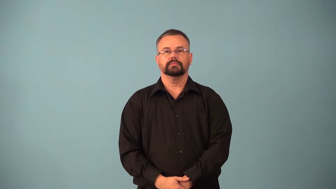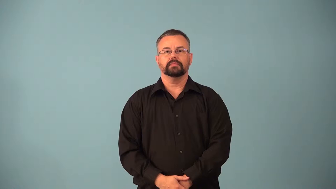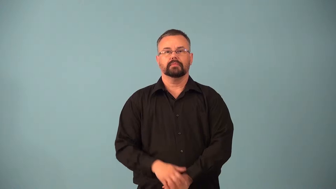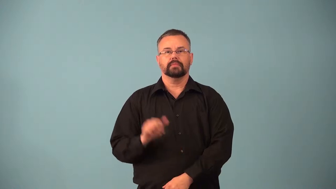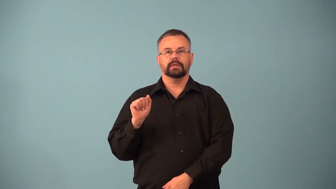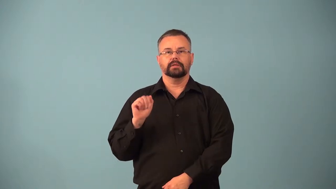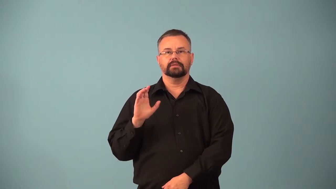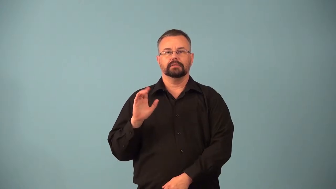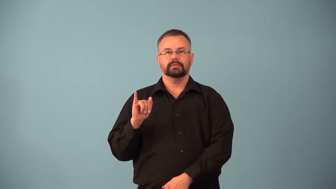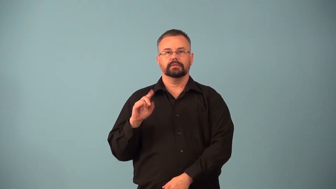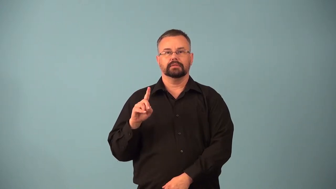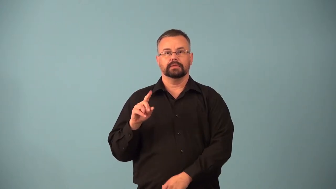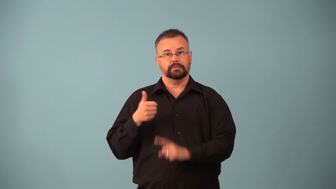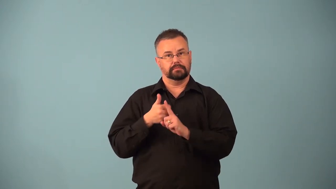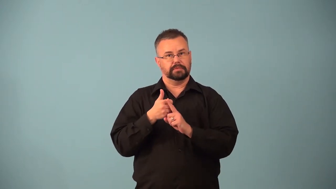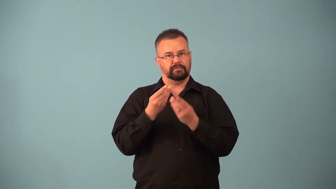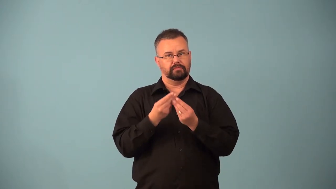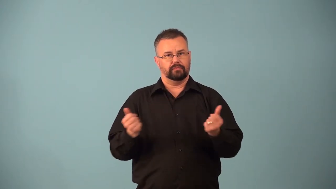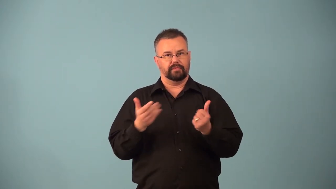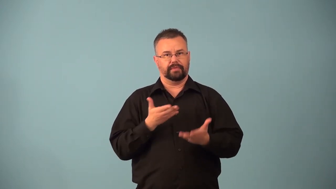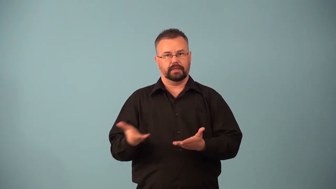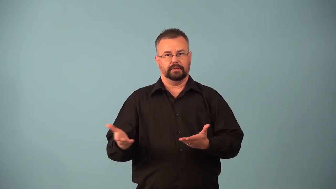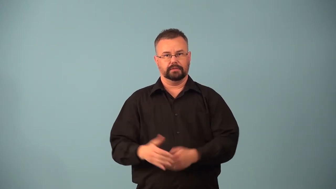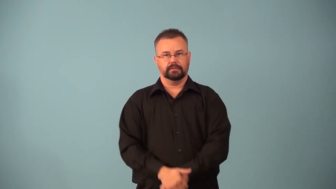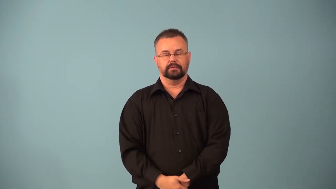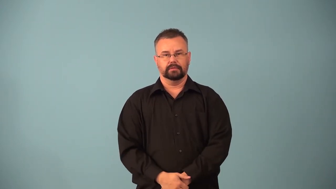acid,resolvent